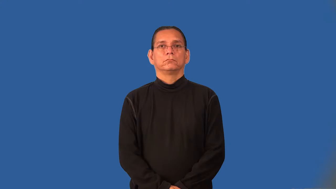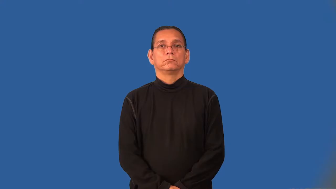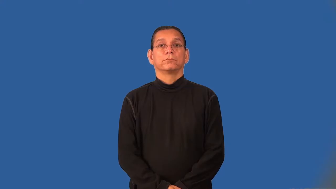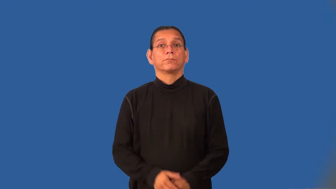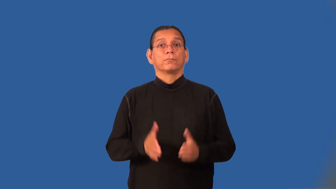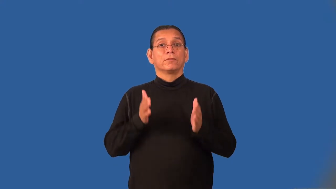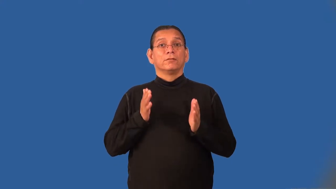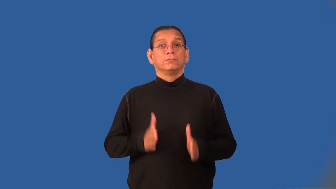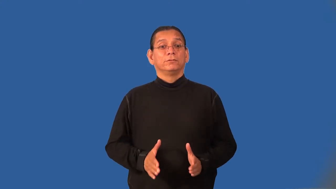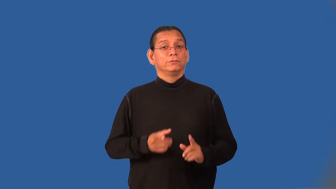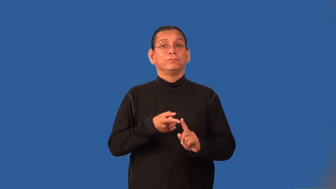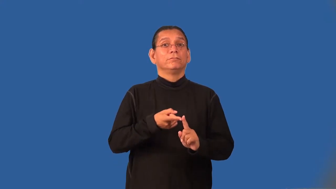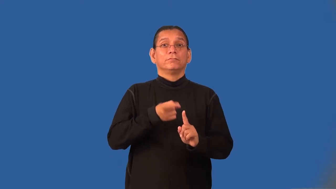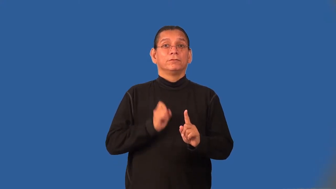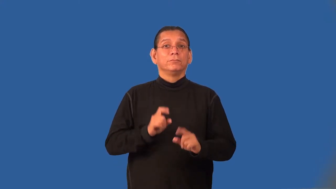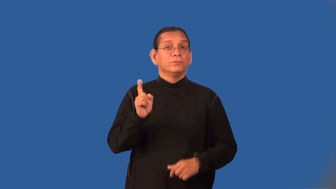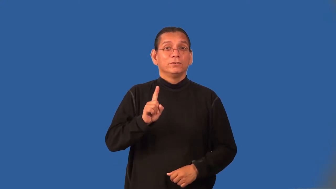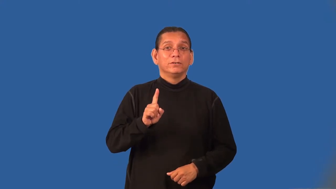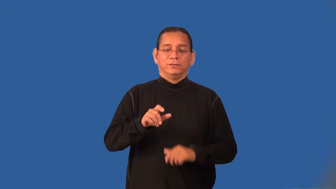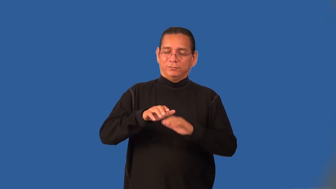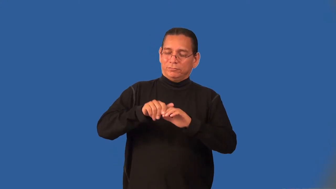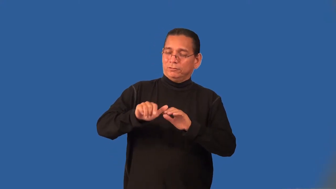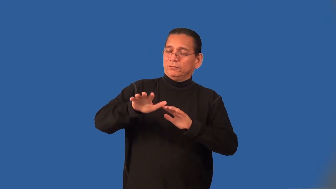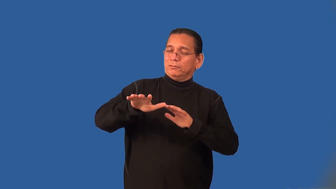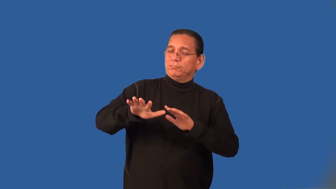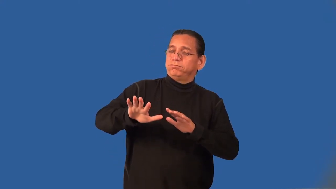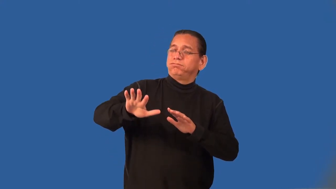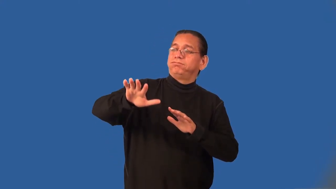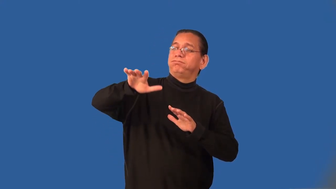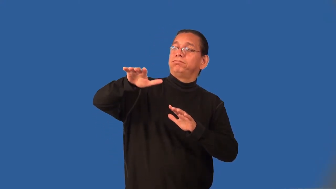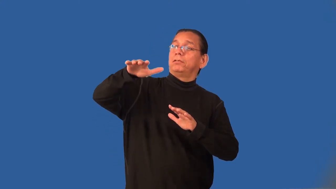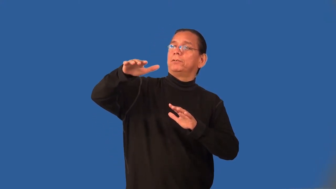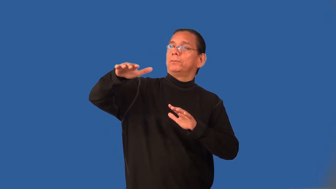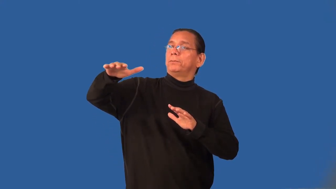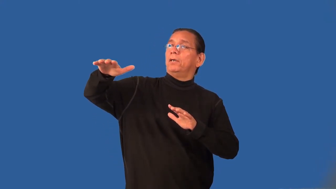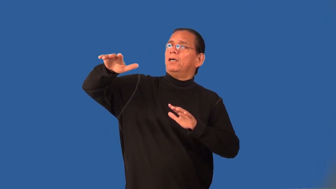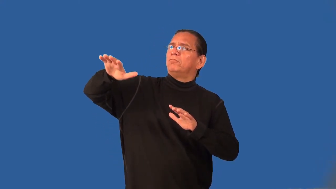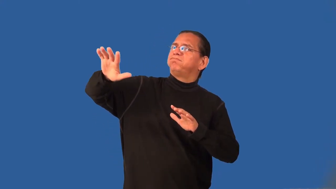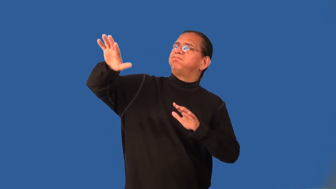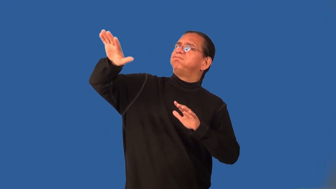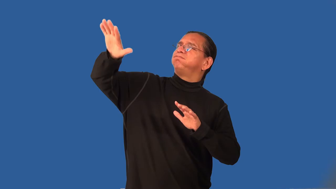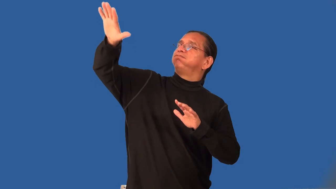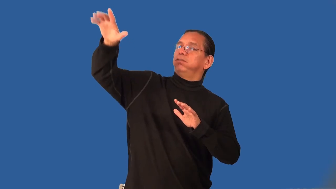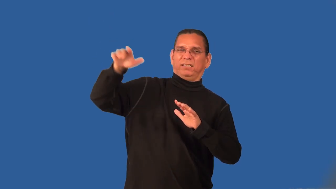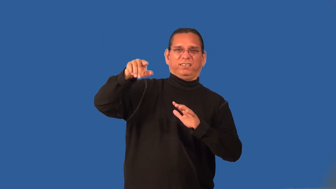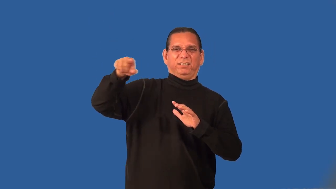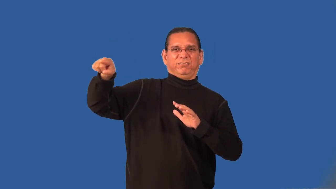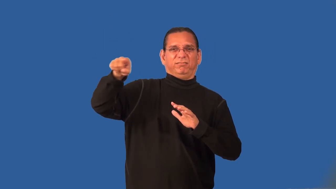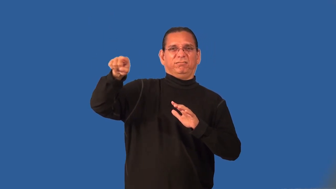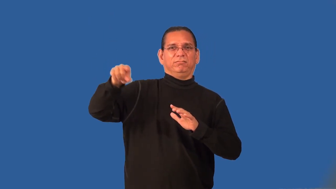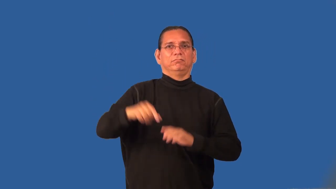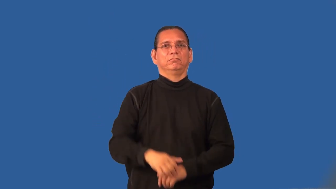highlander